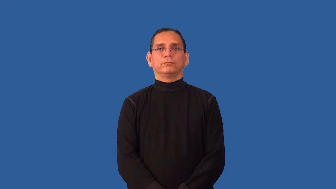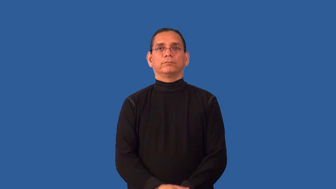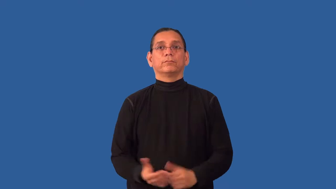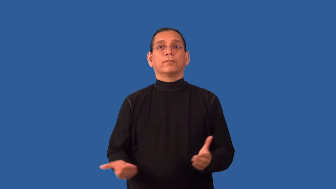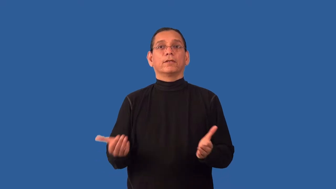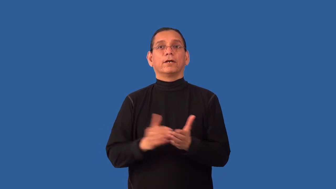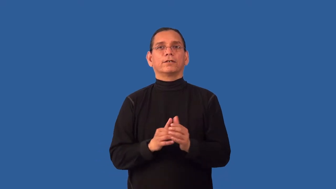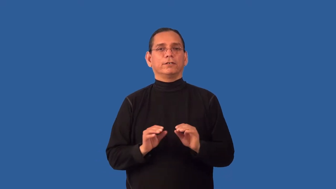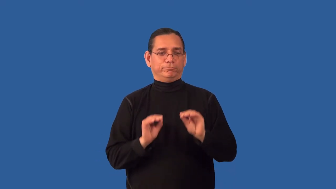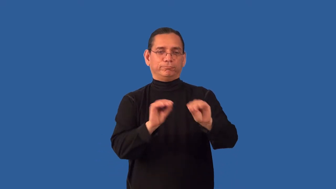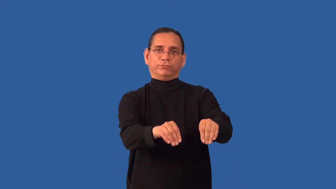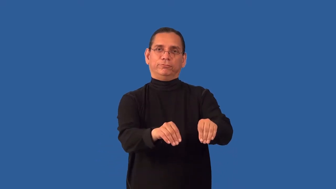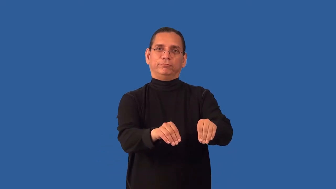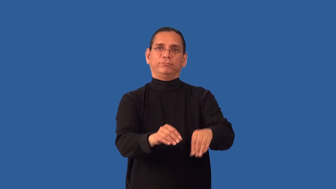reinstall